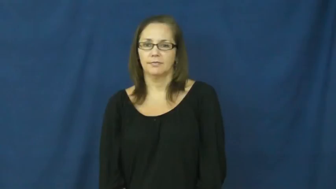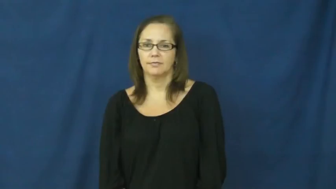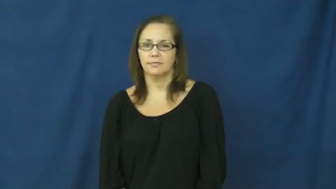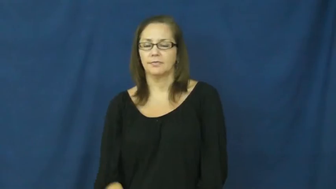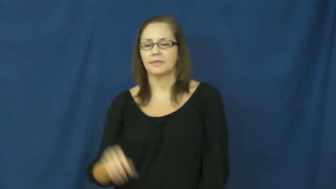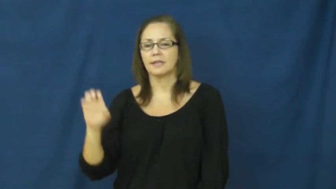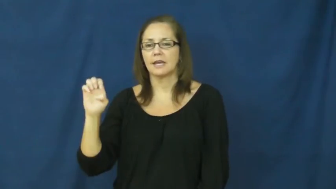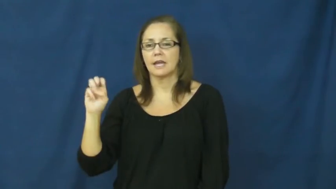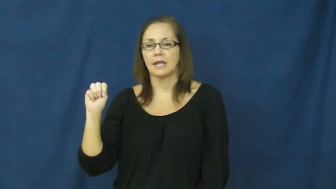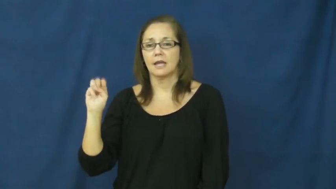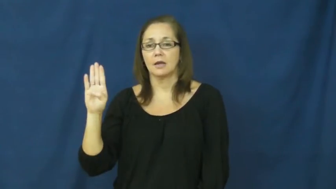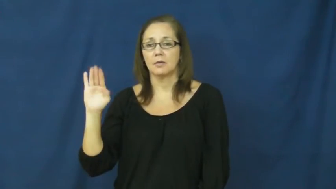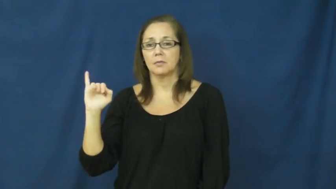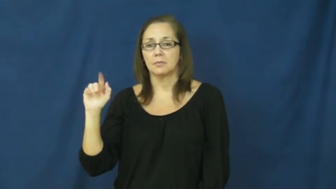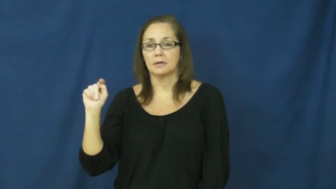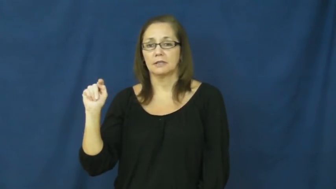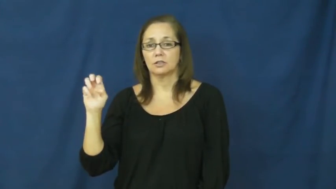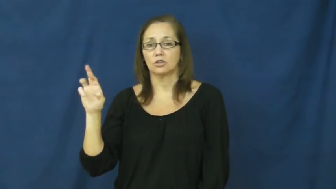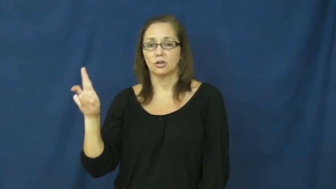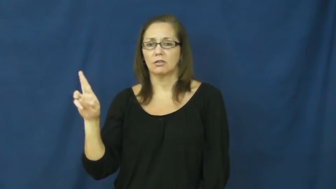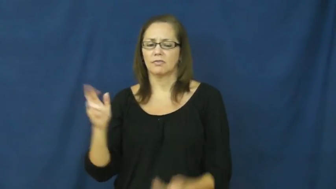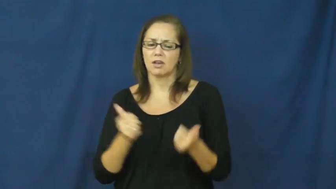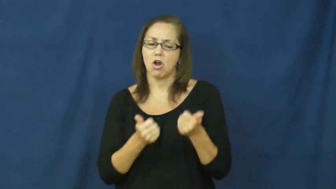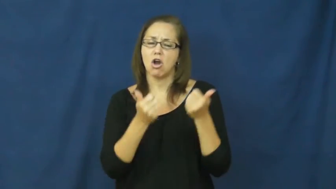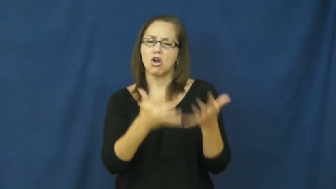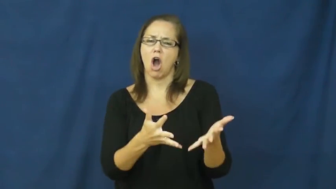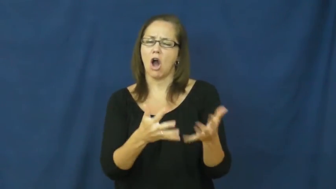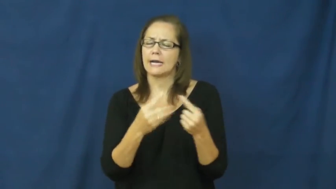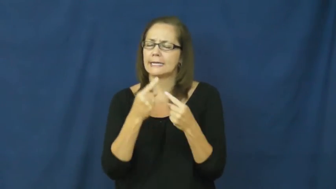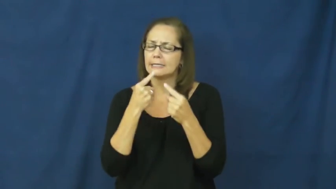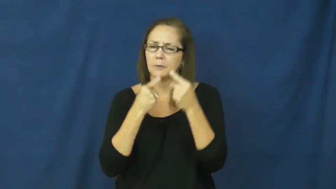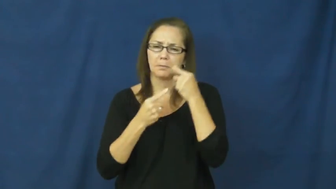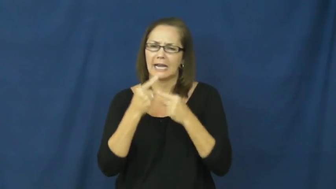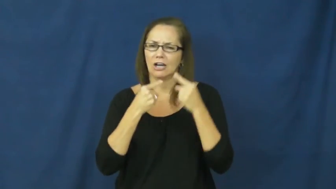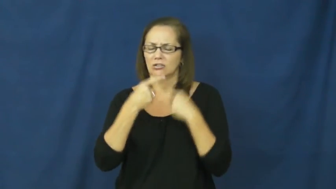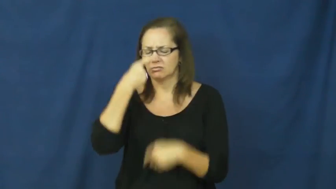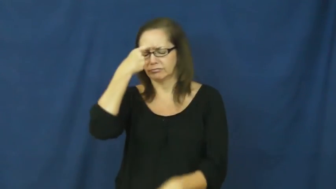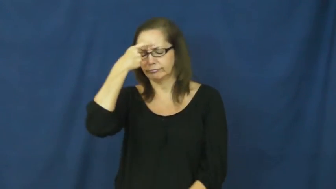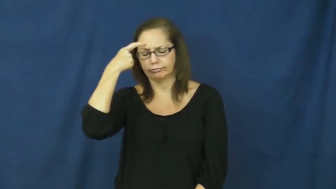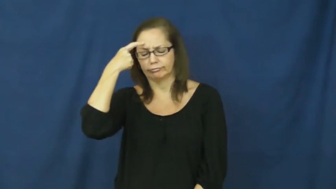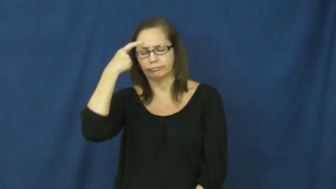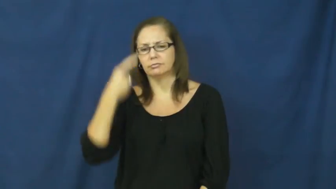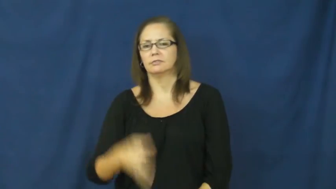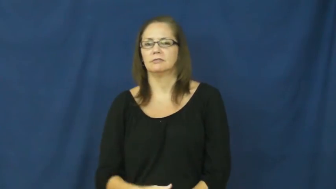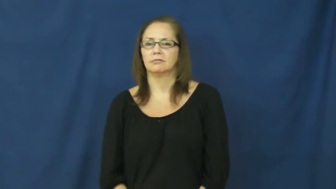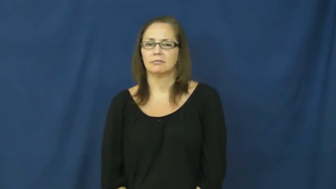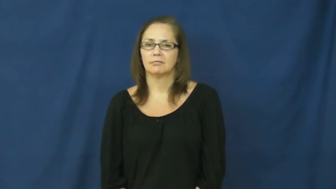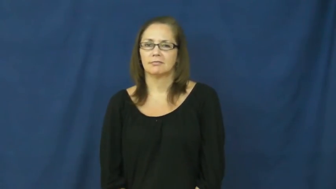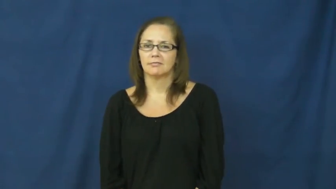embitter